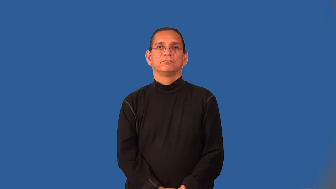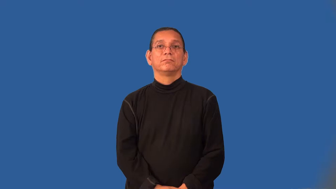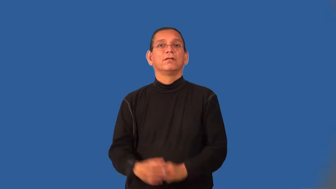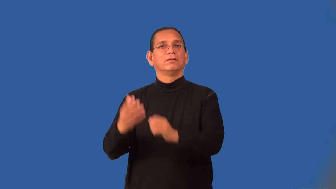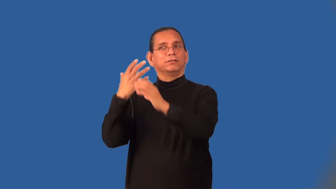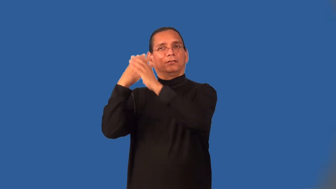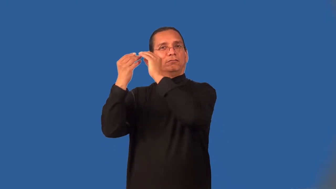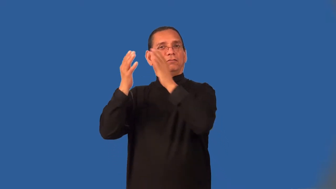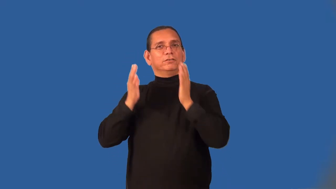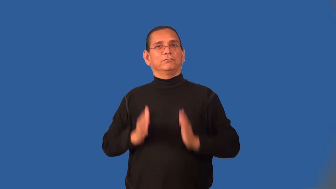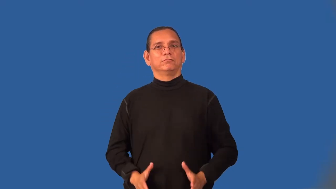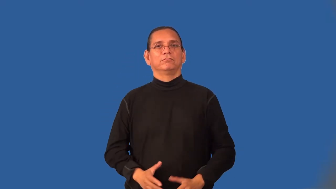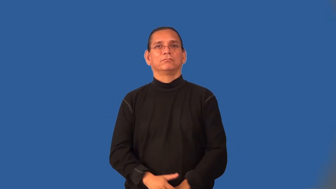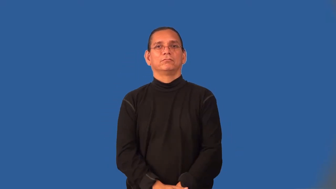outfielder